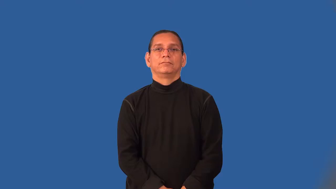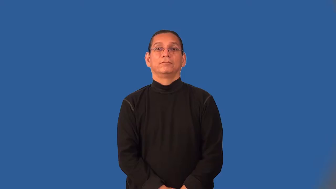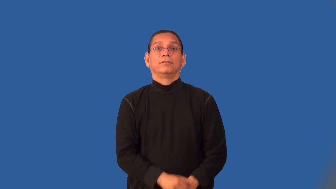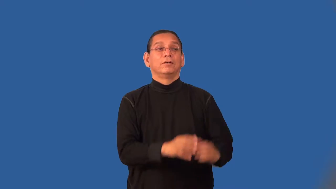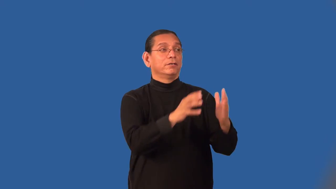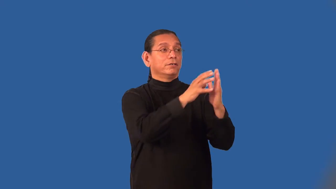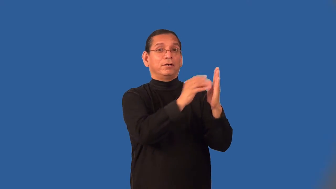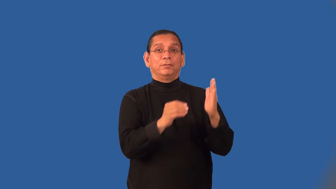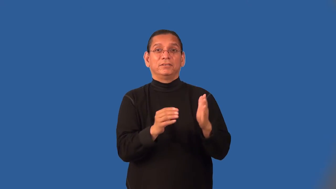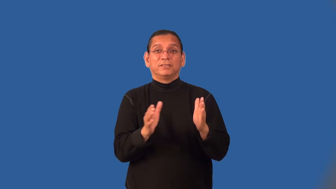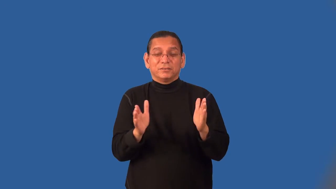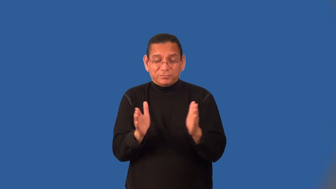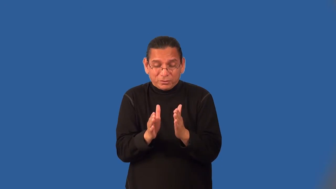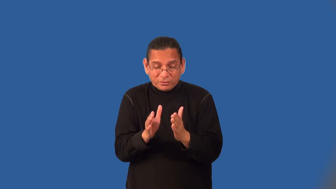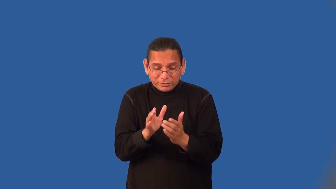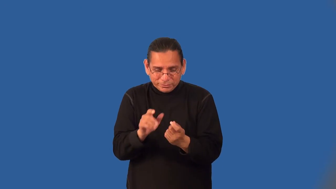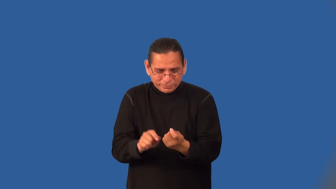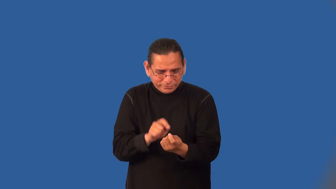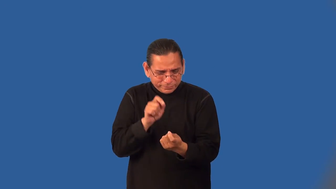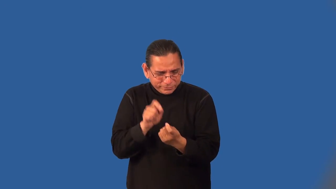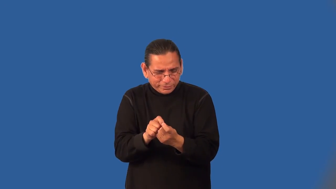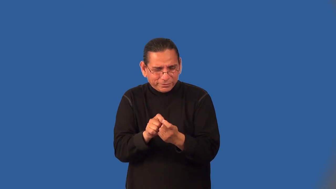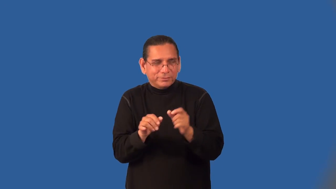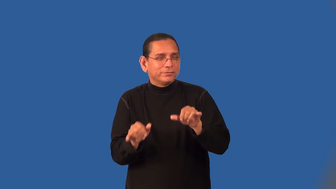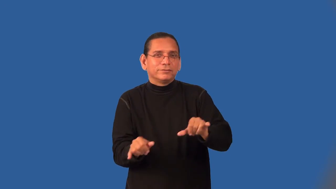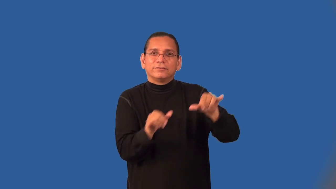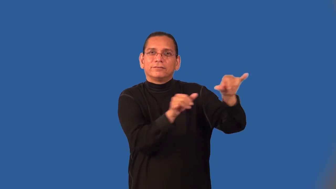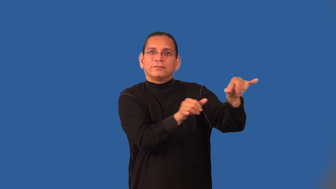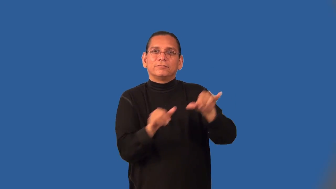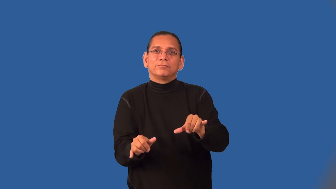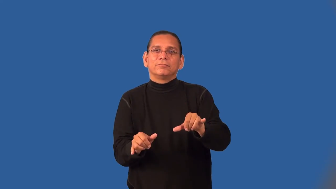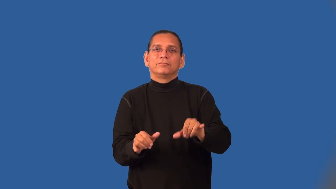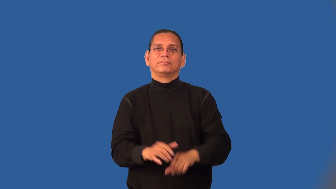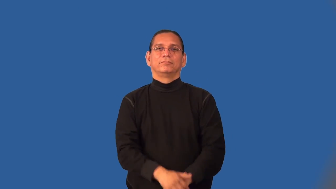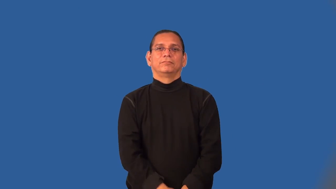model-make like